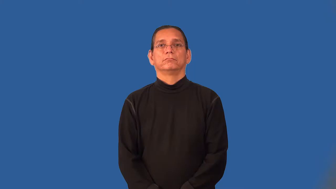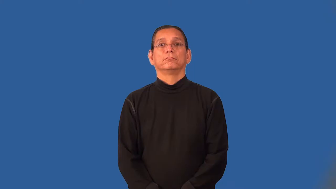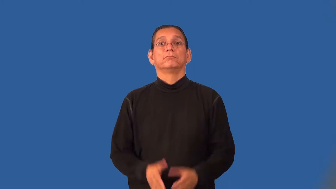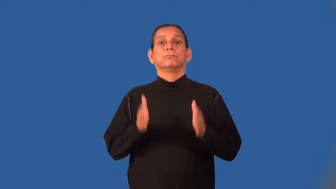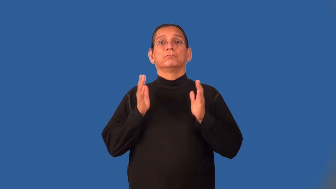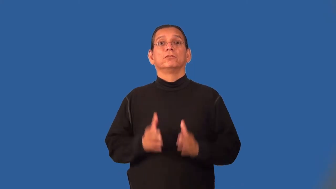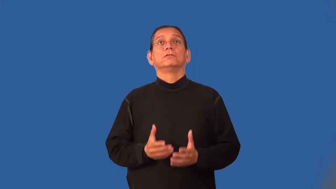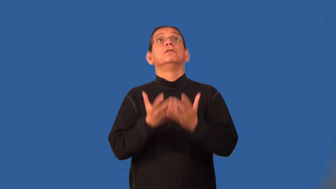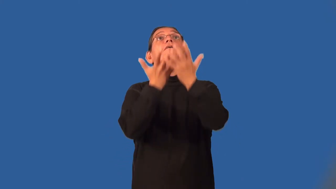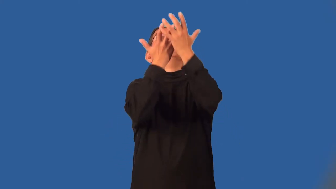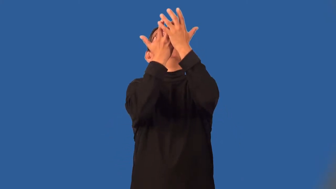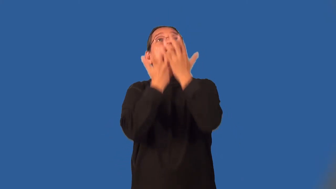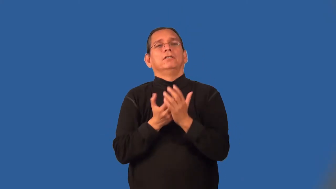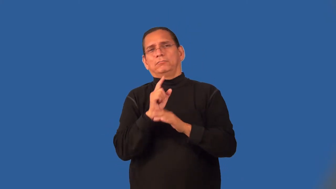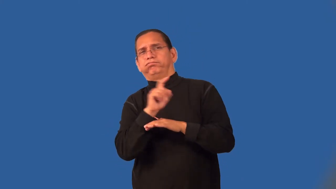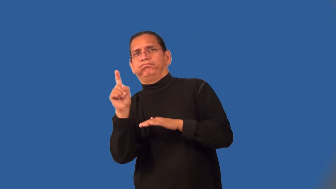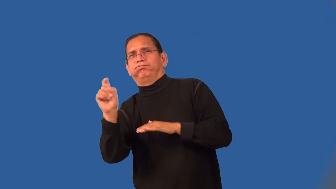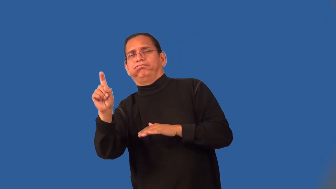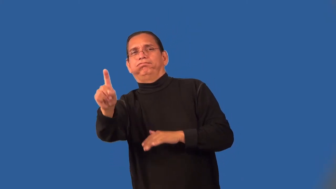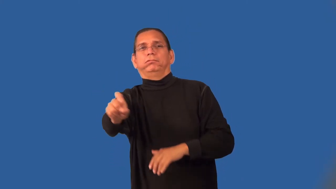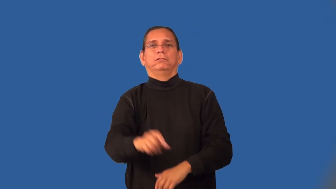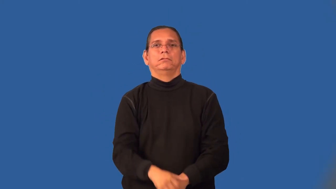returner